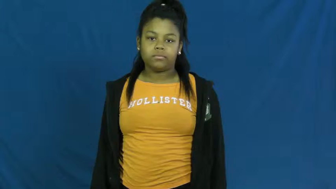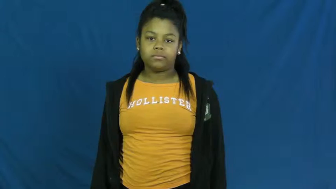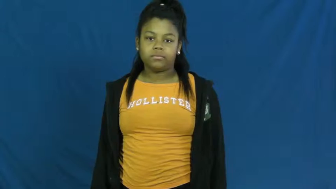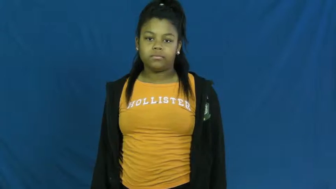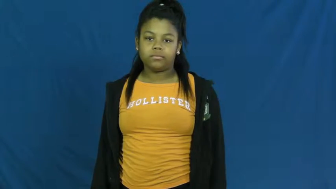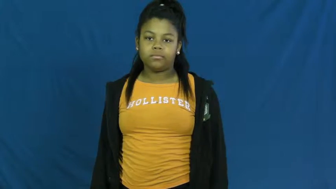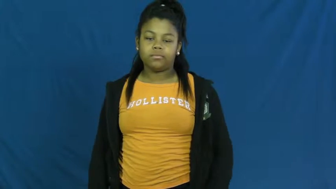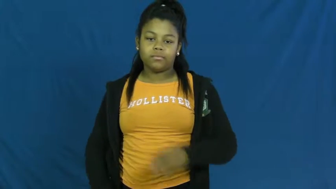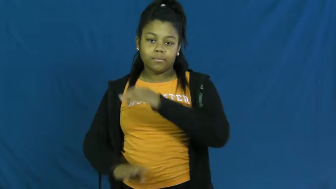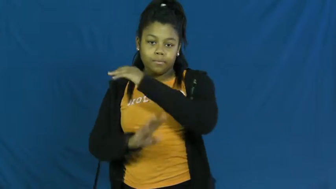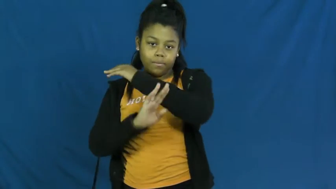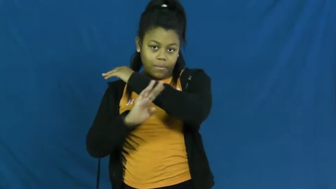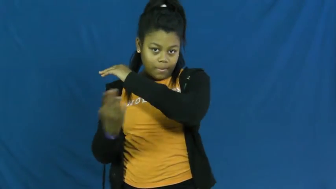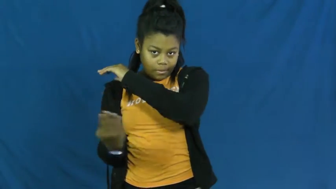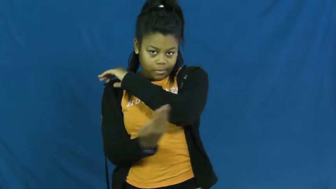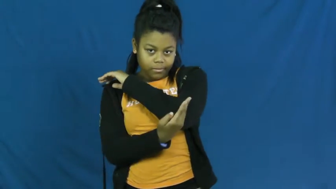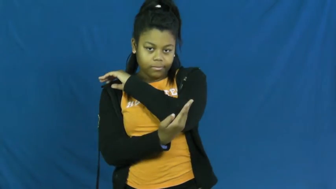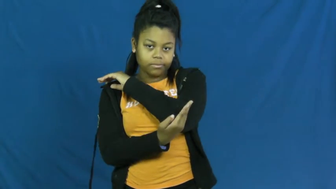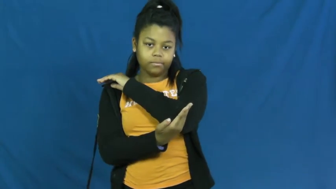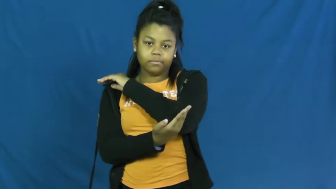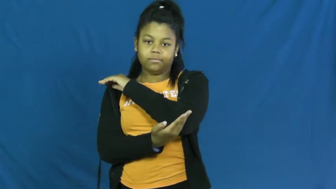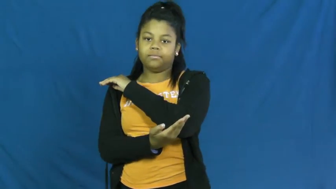sack-bag